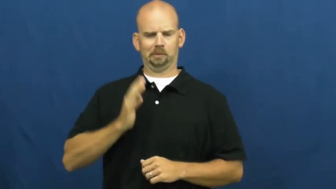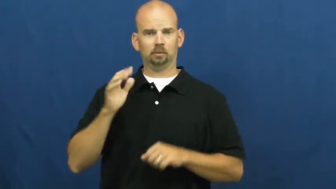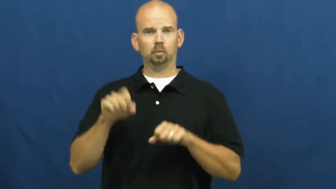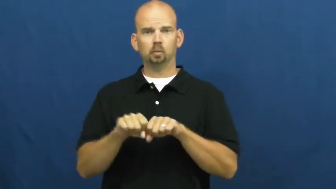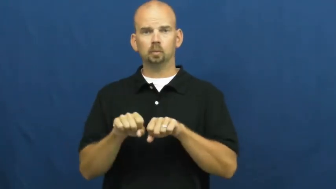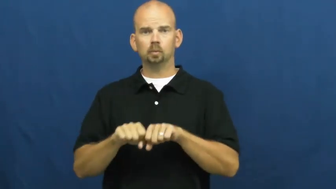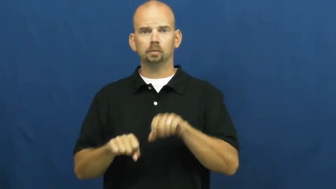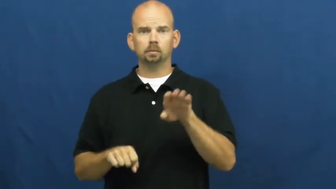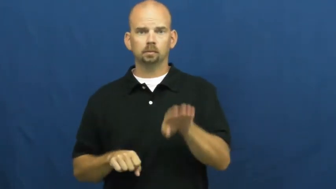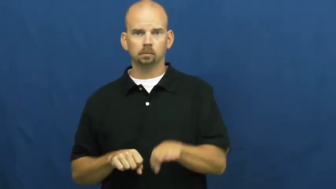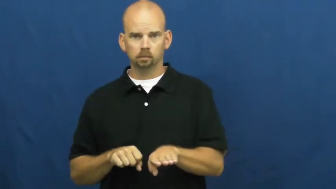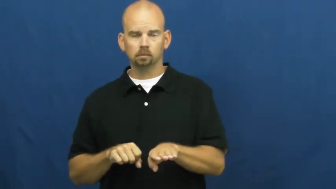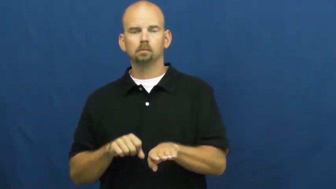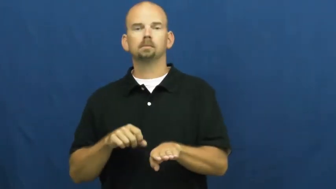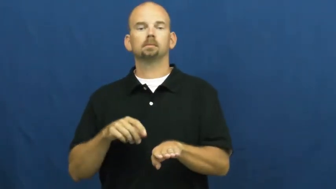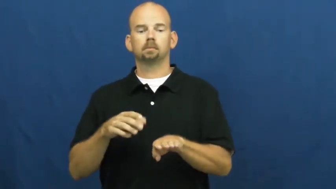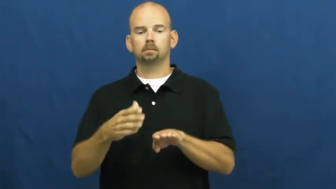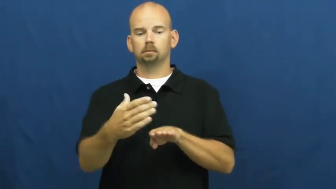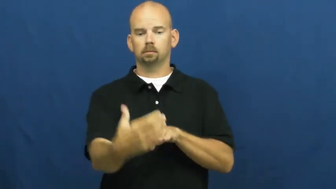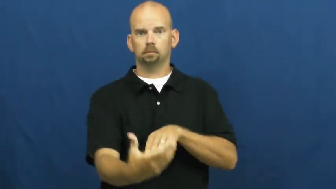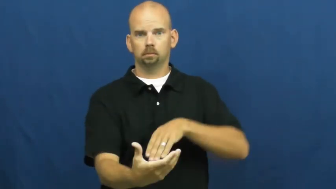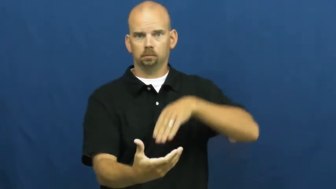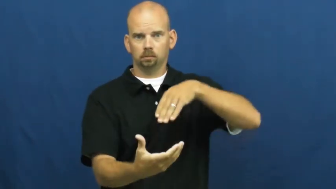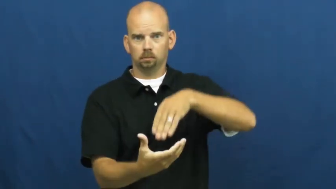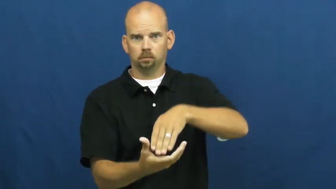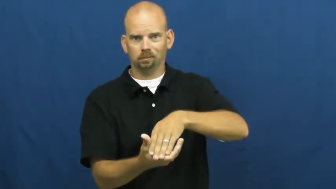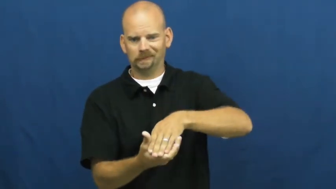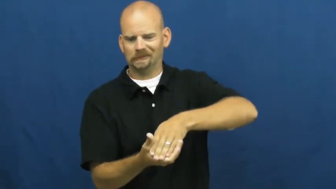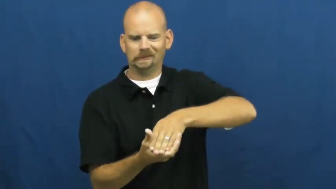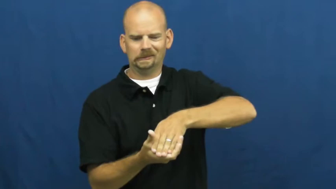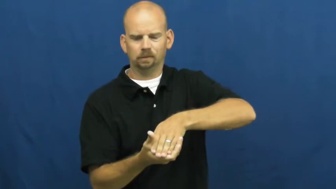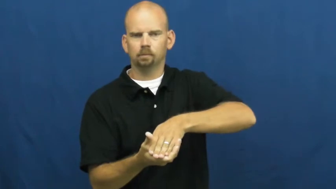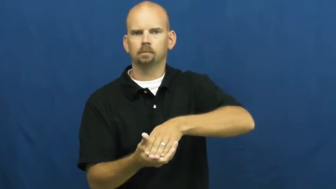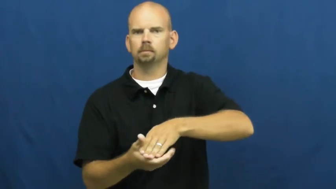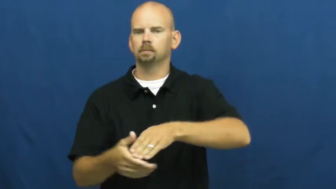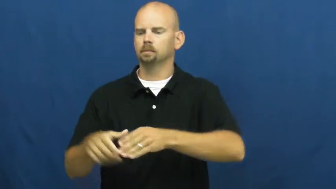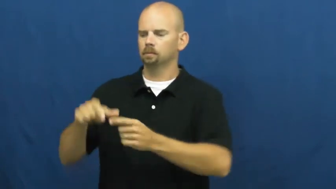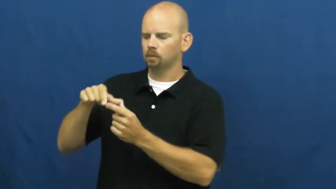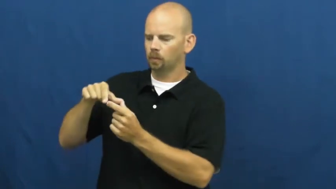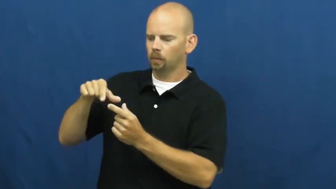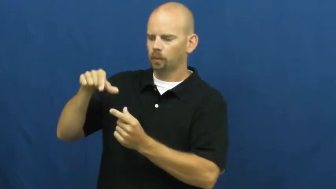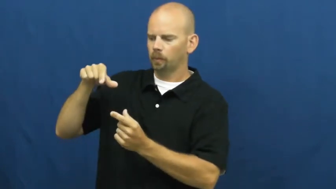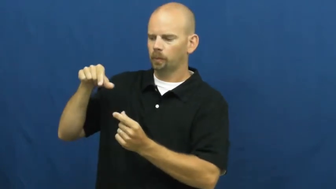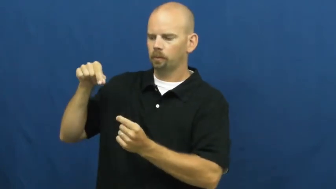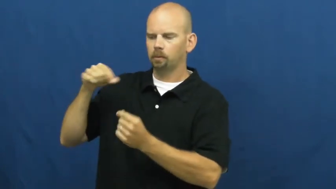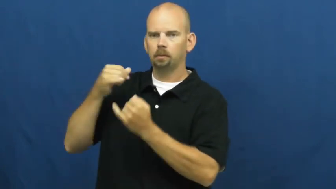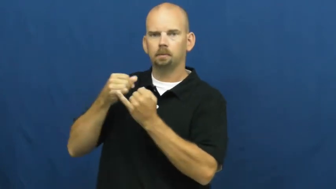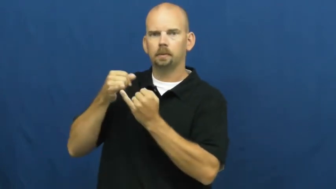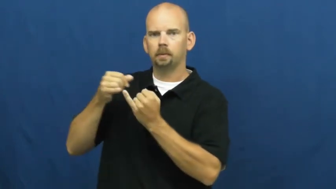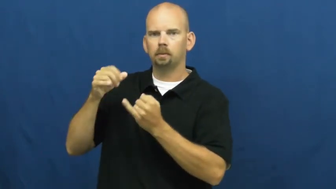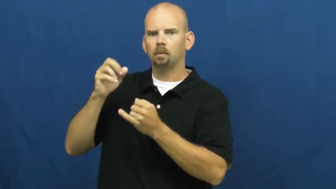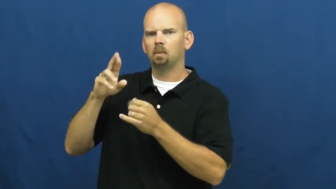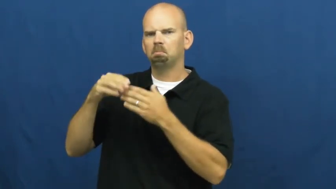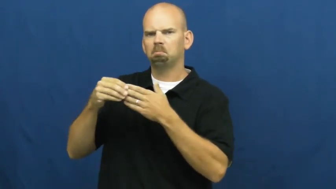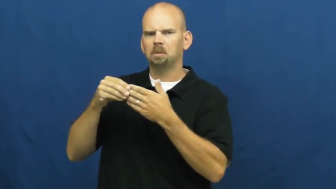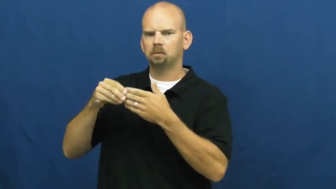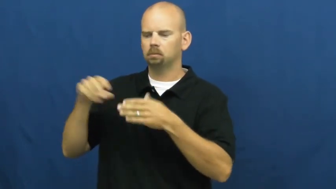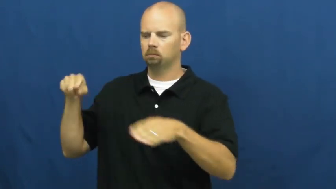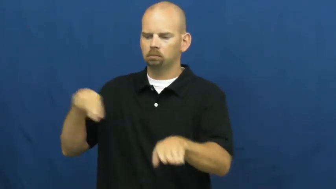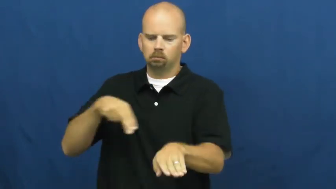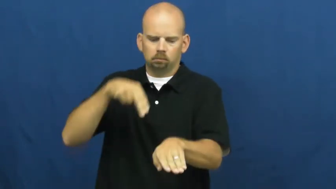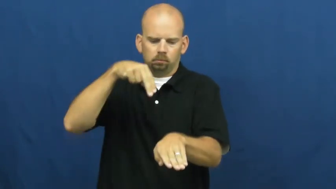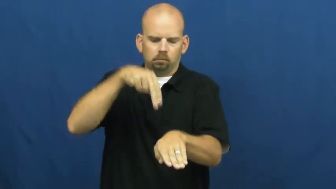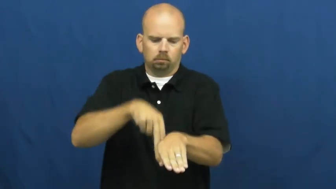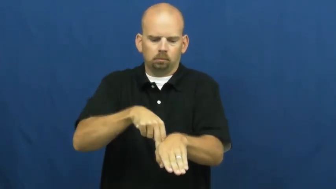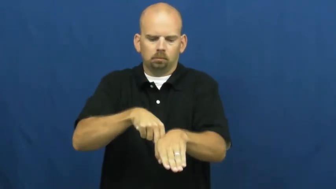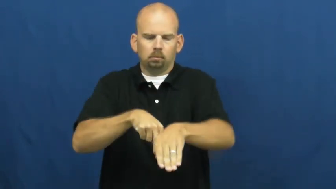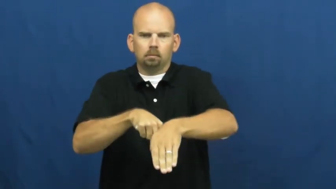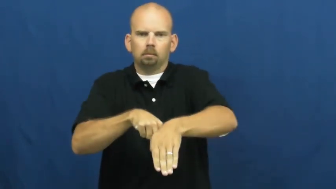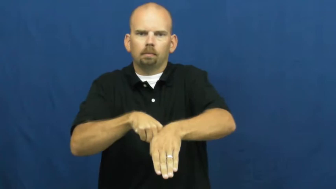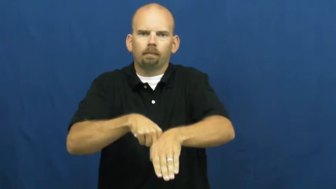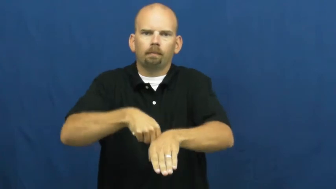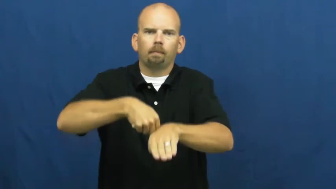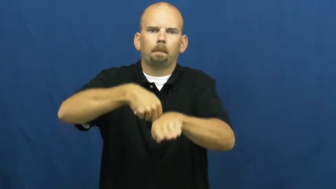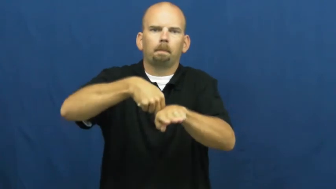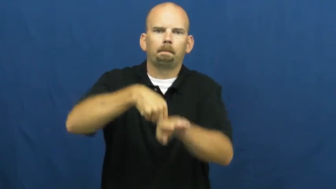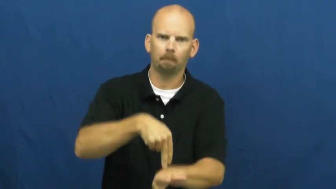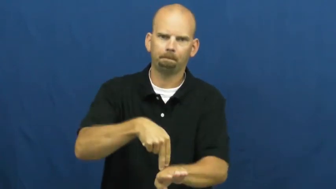shoehorn